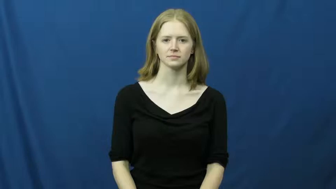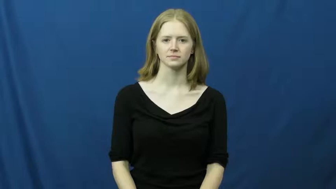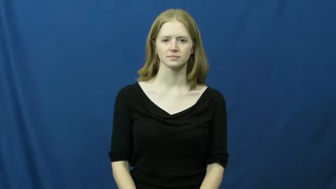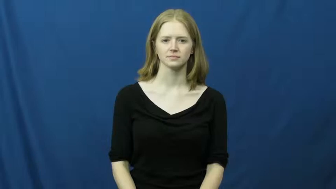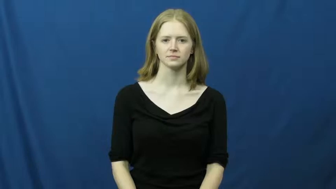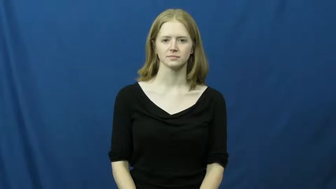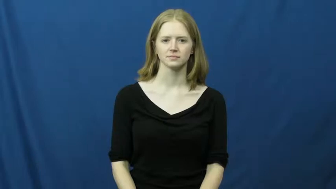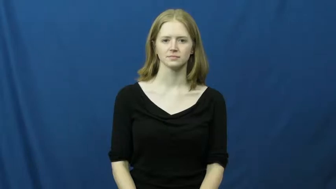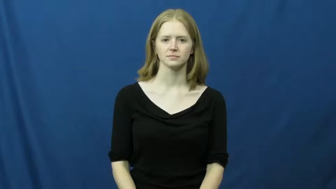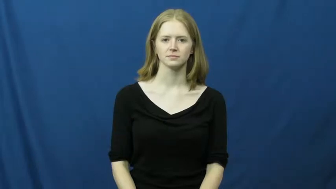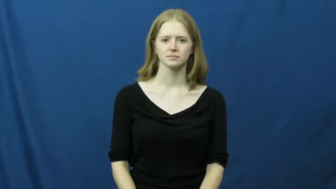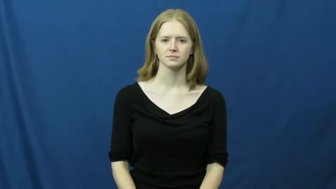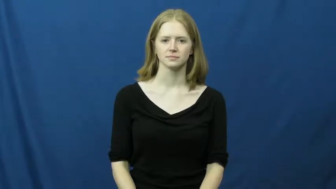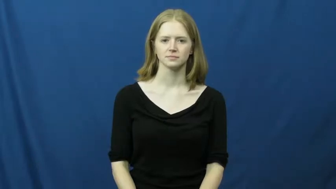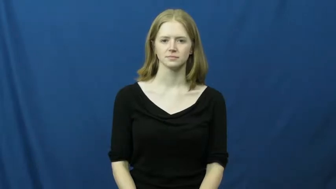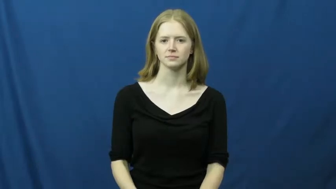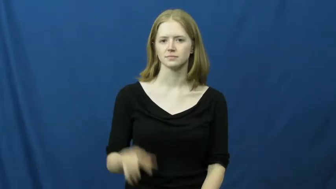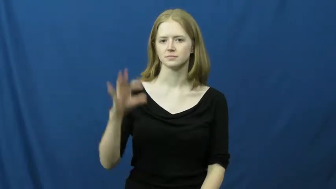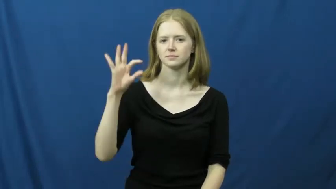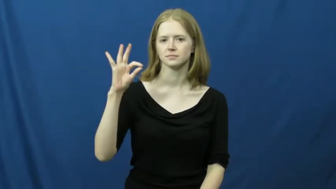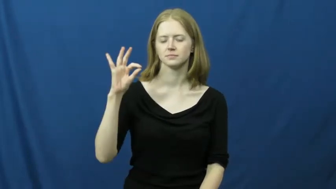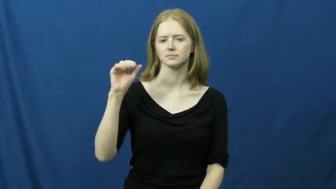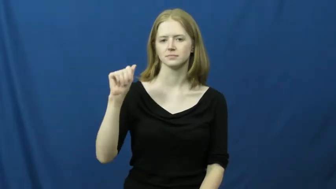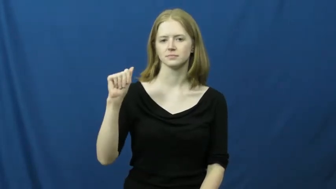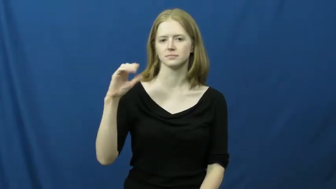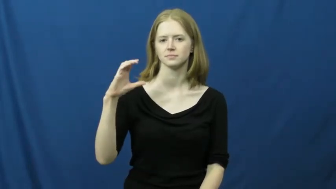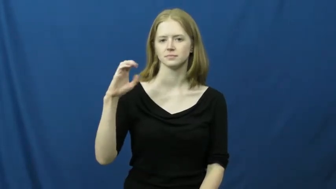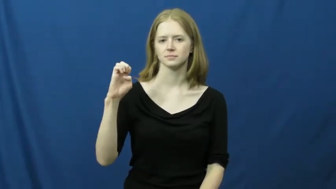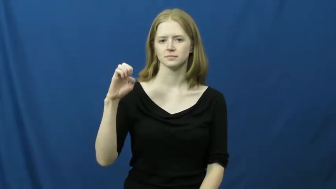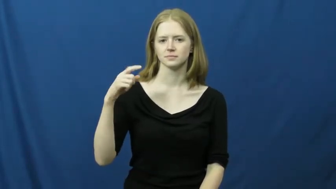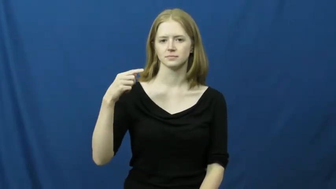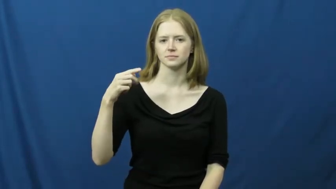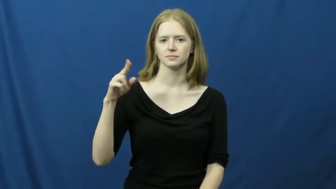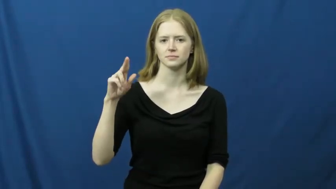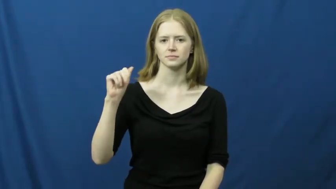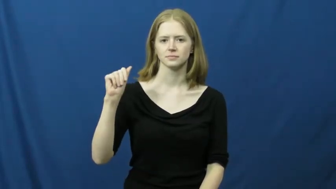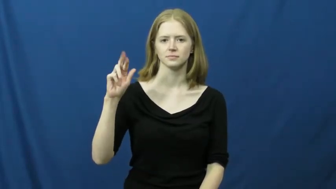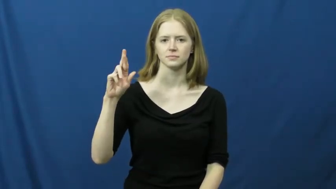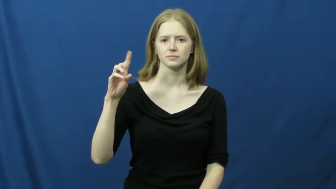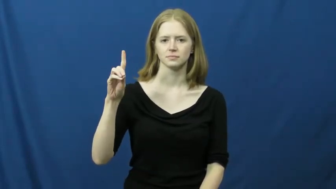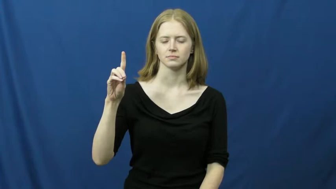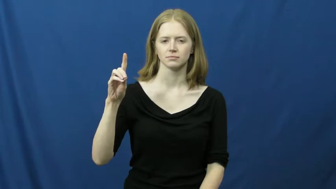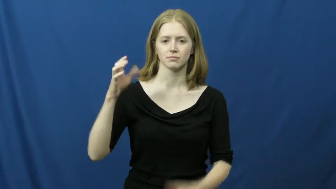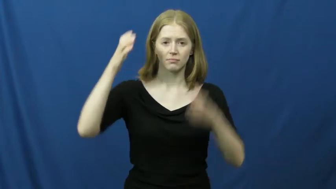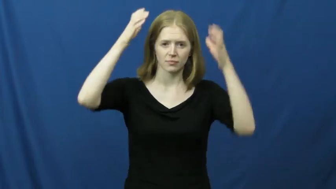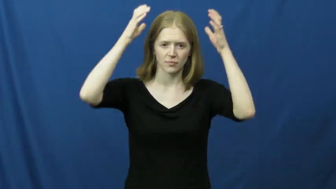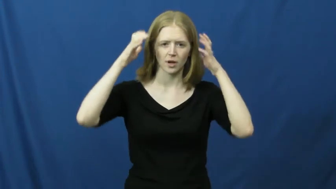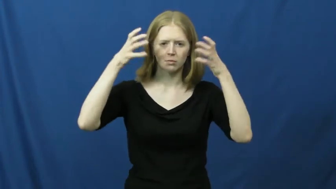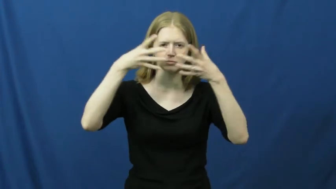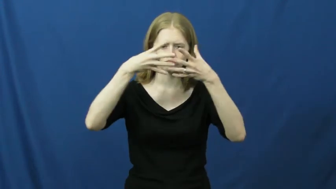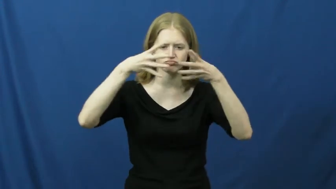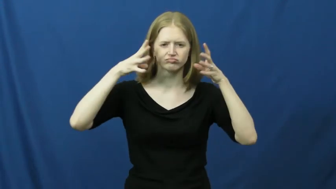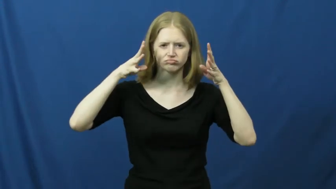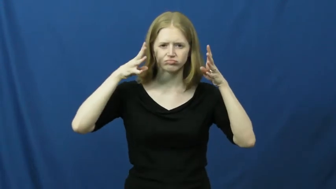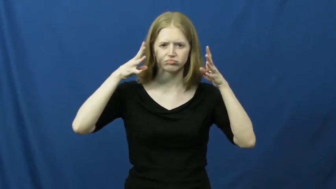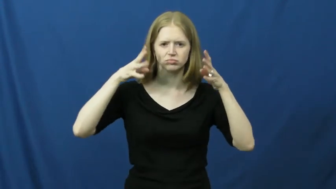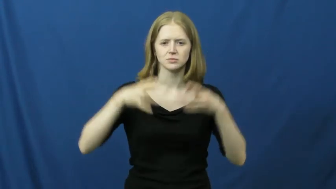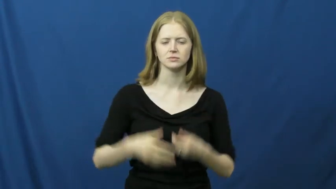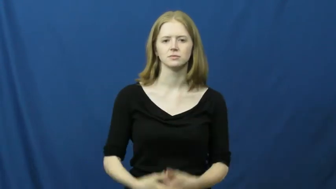faceguard